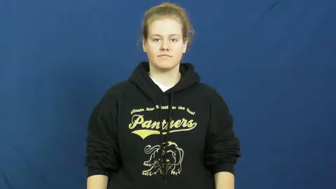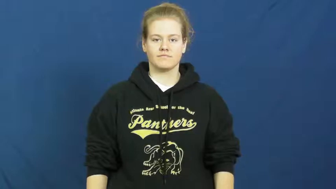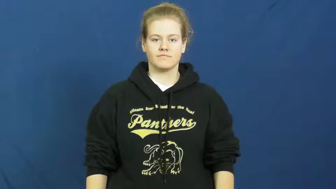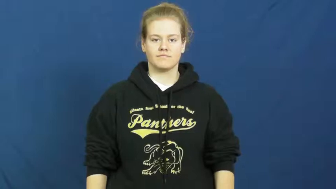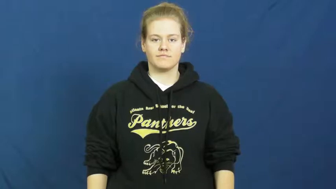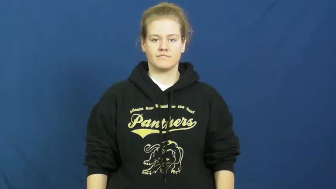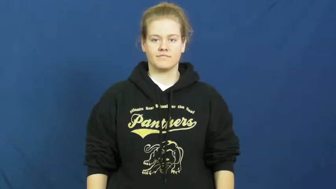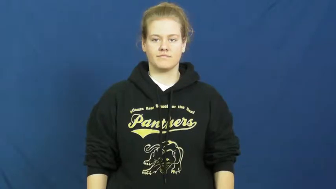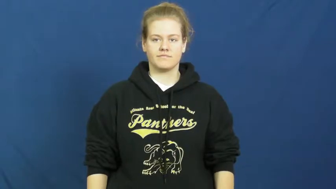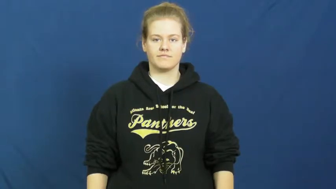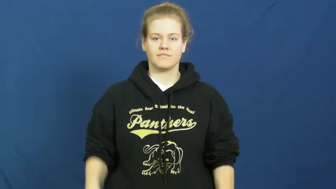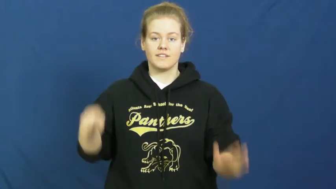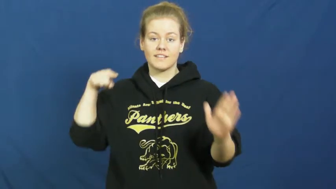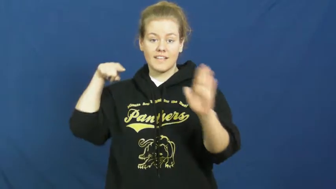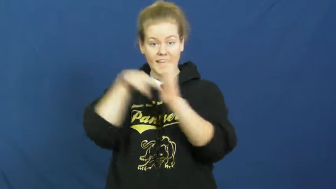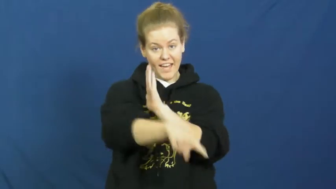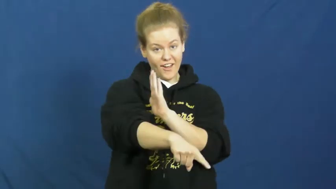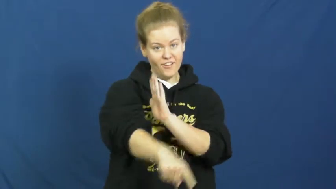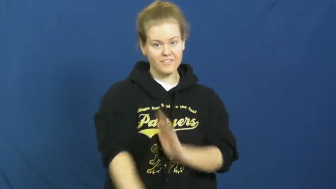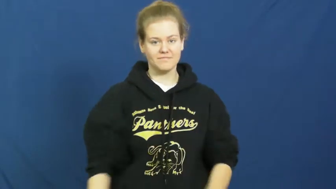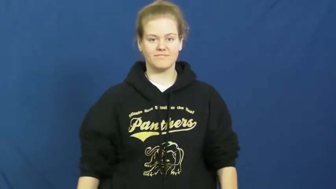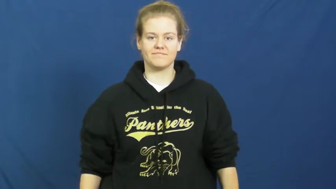put down-animal